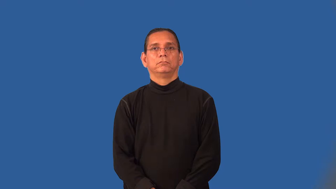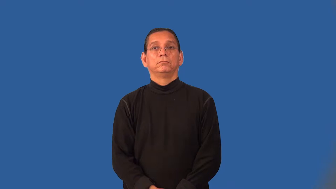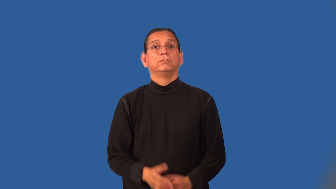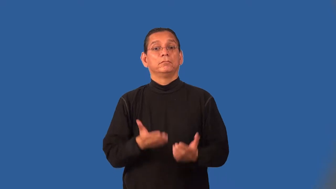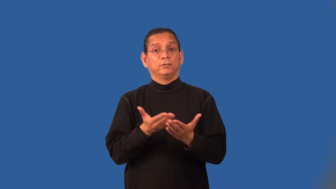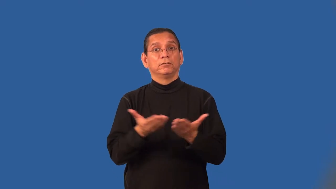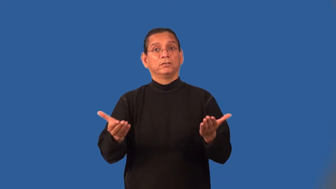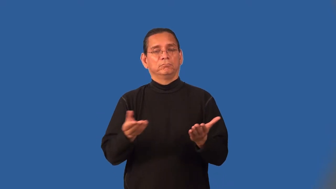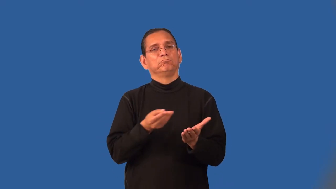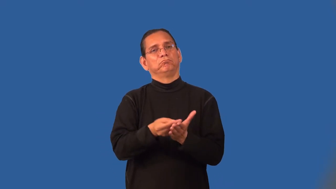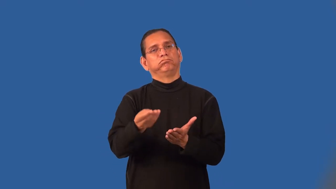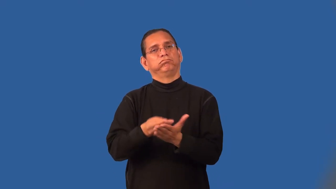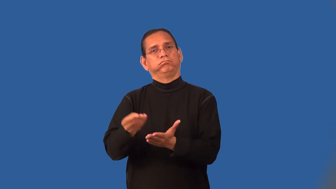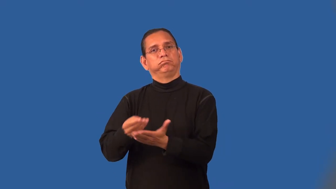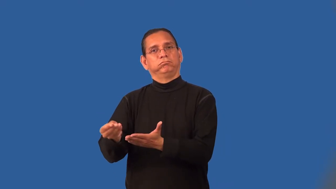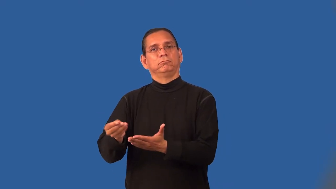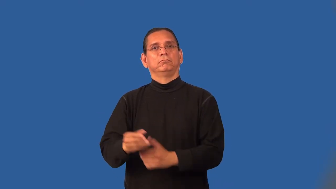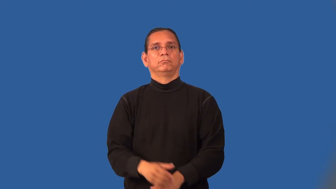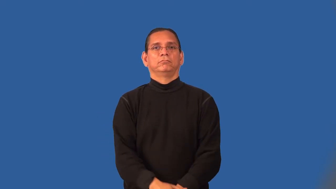wares